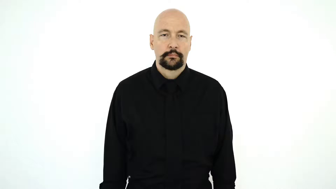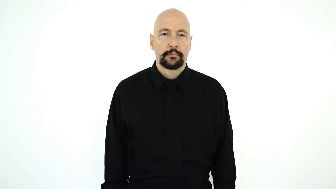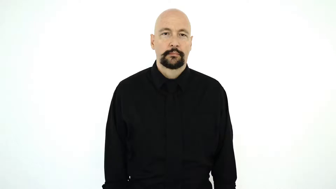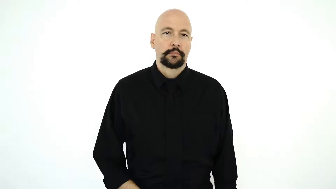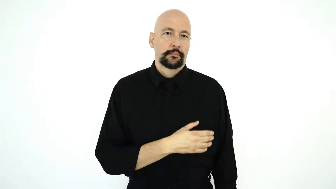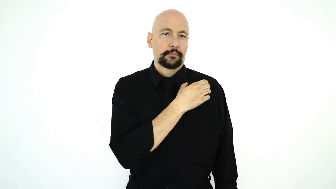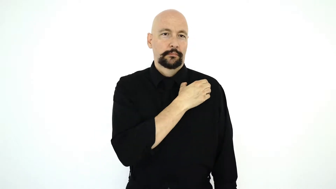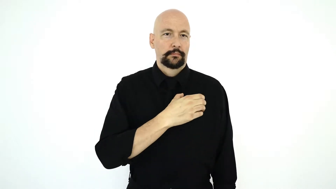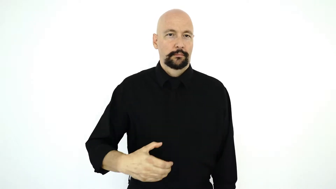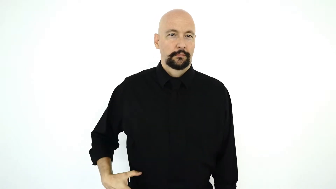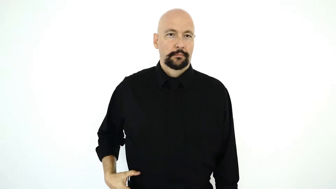SASH